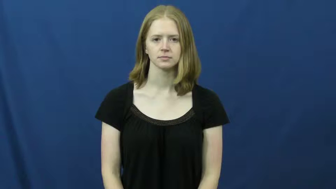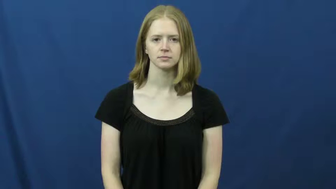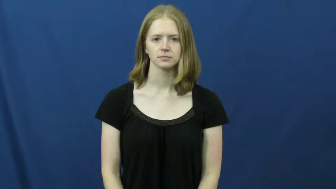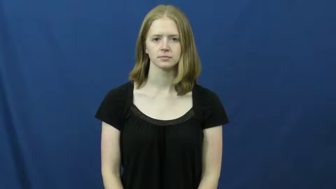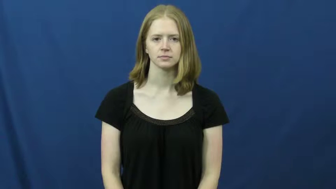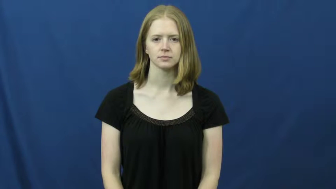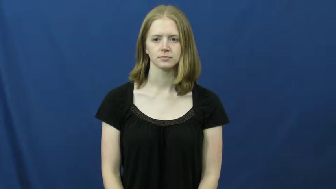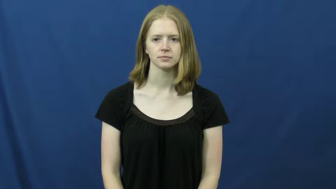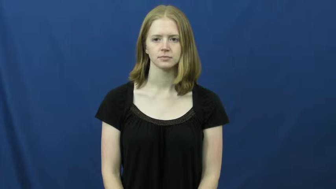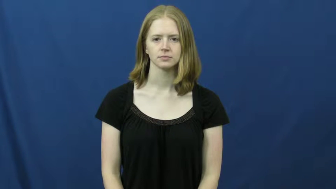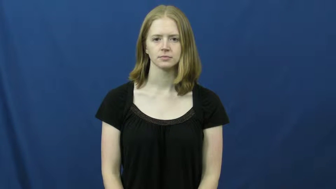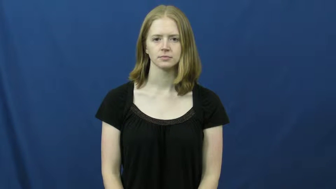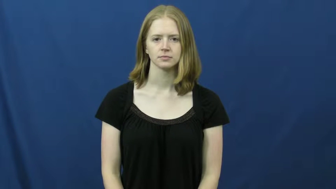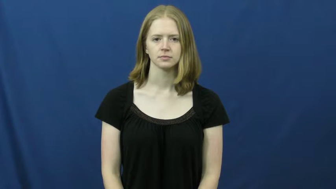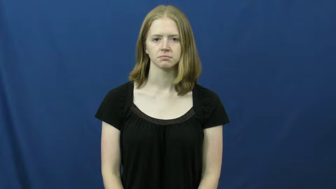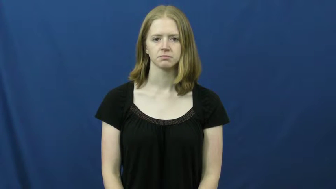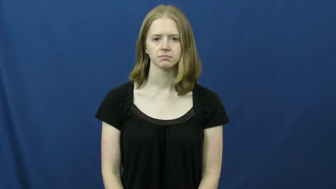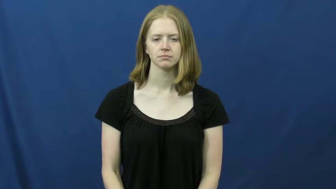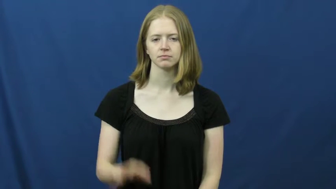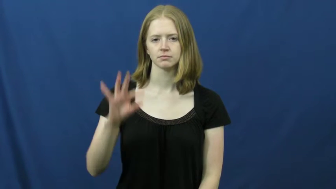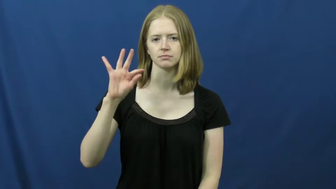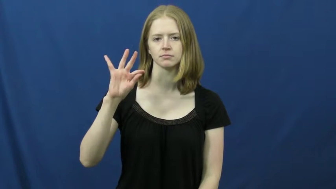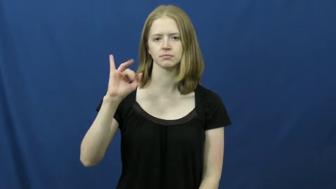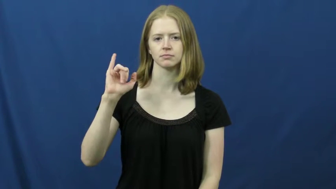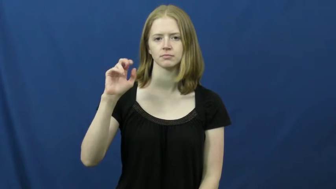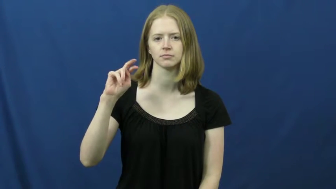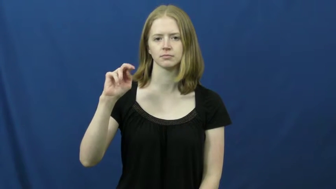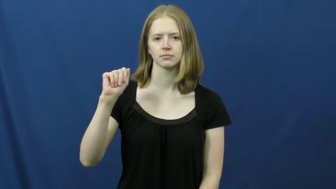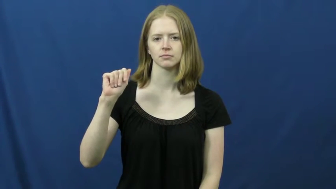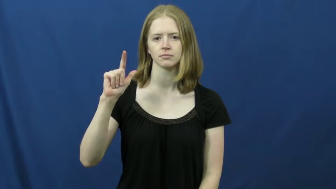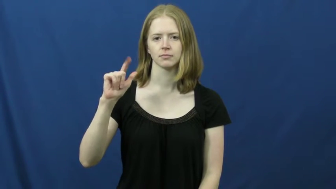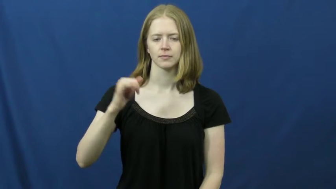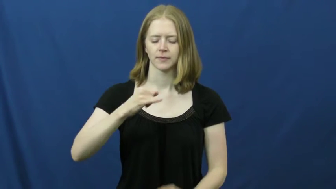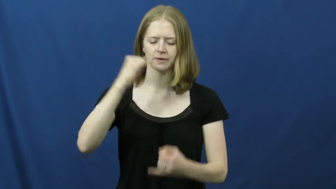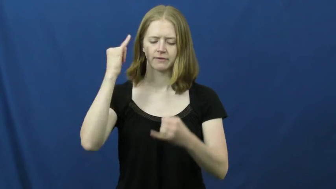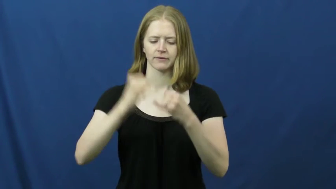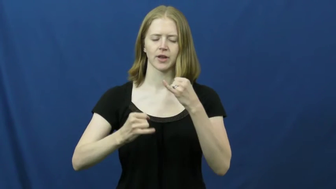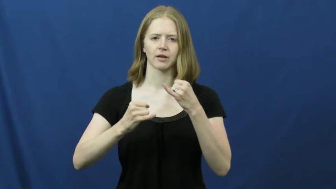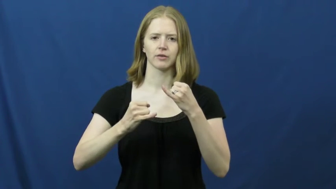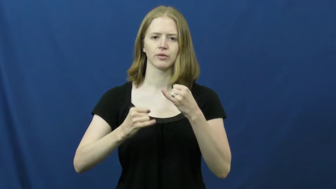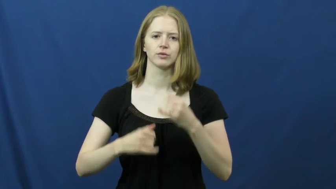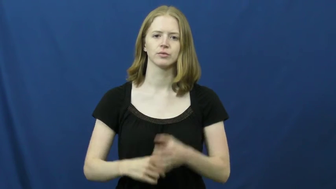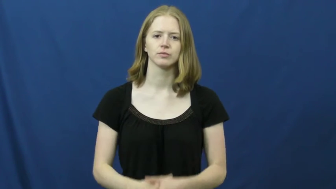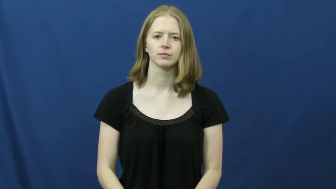final